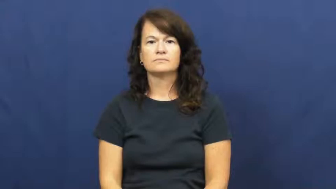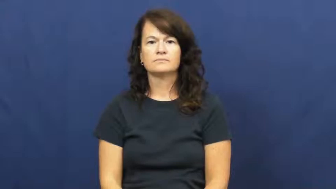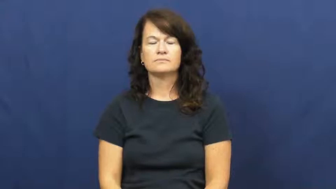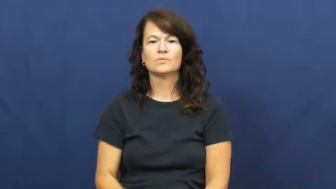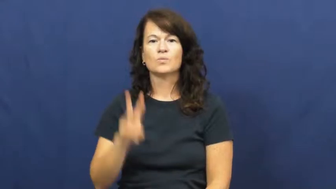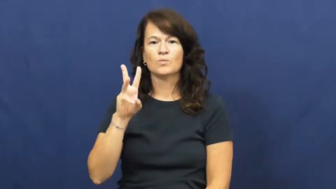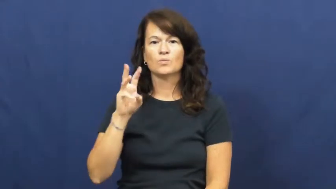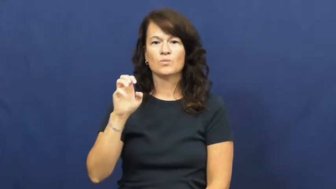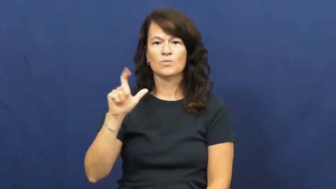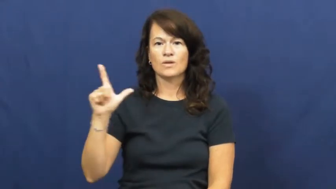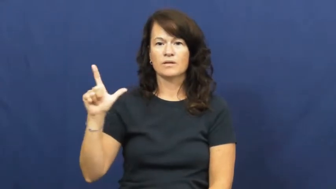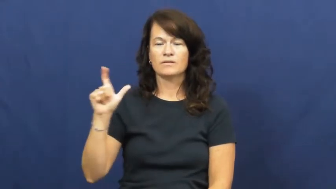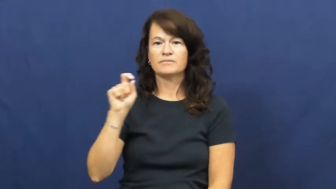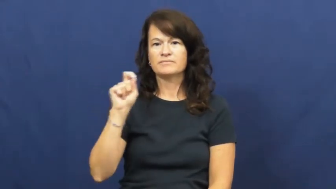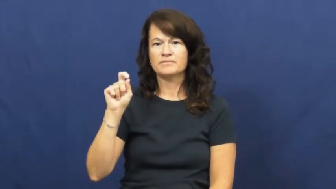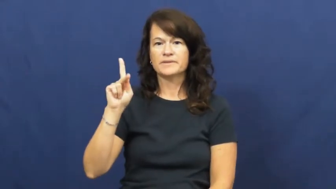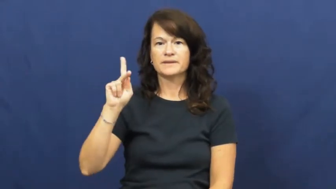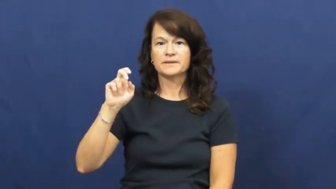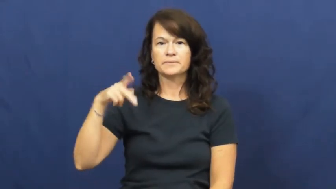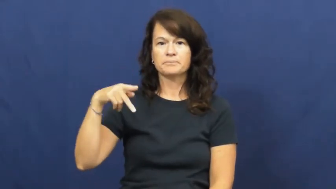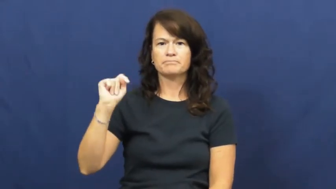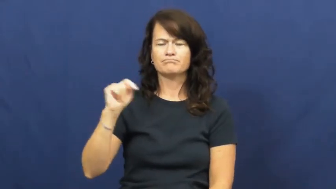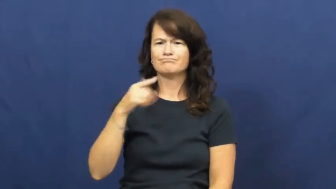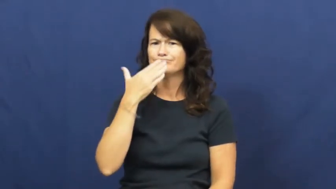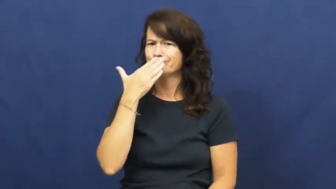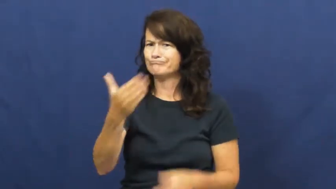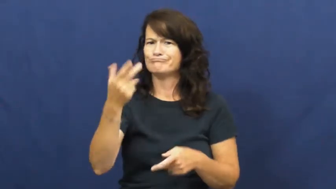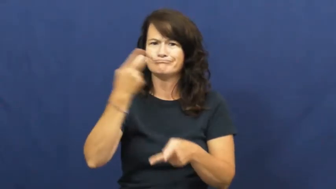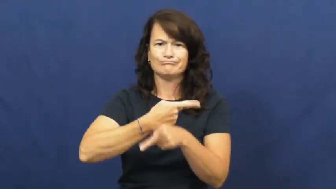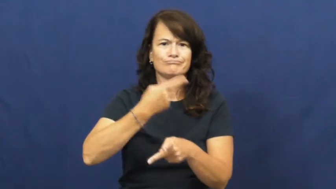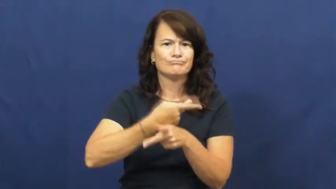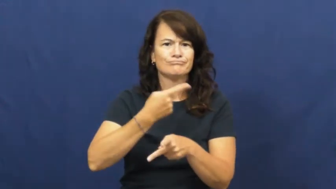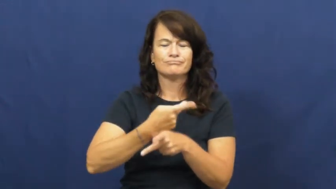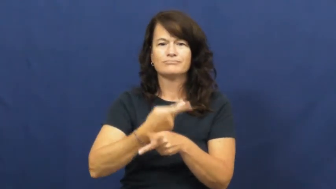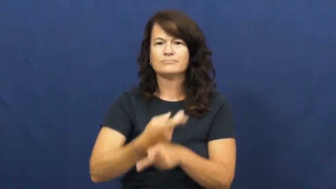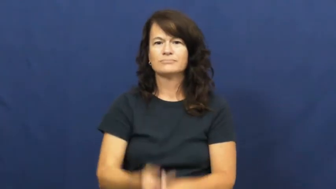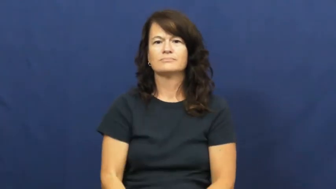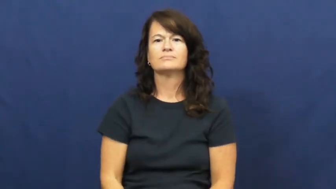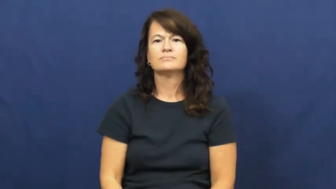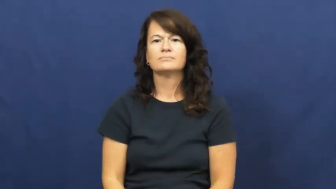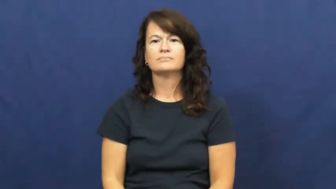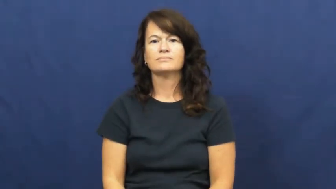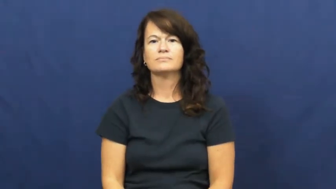well kept